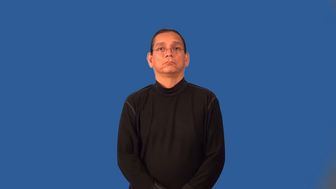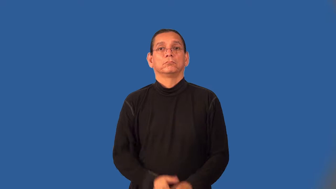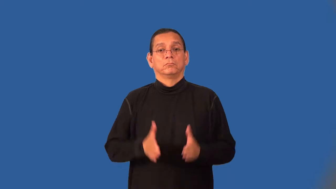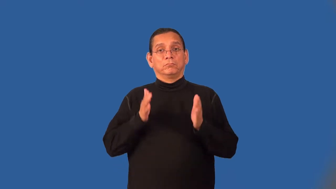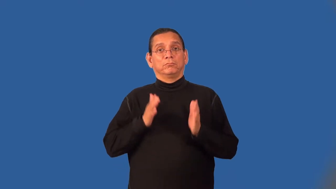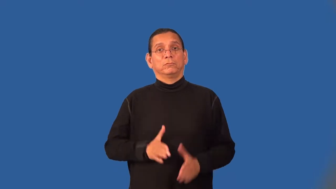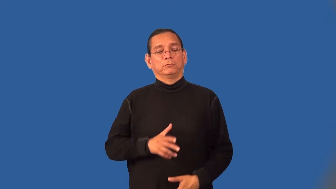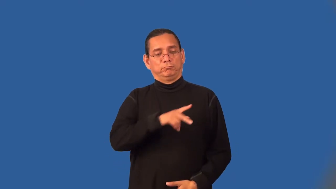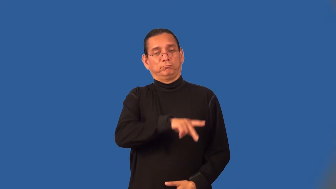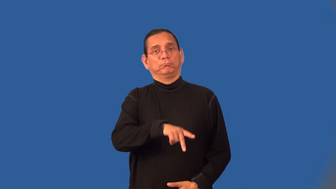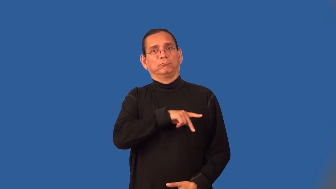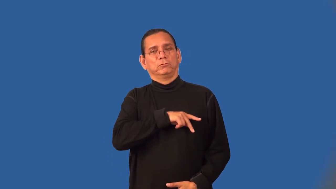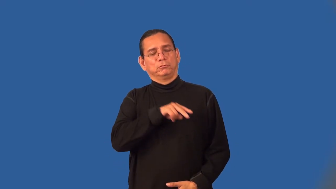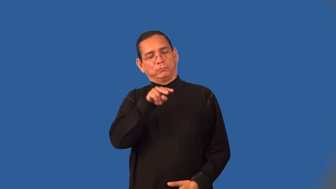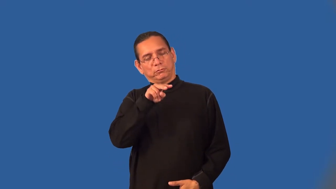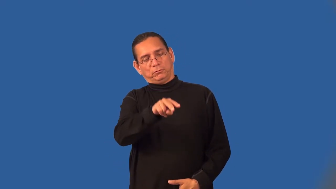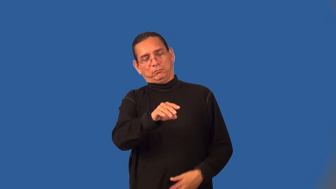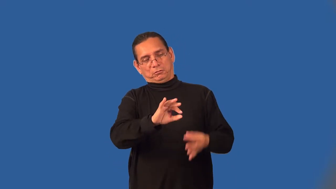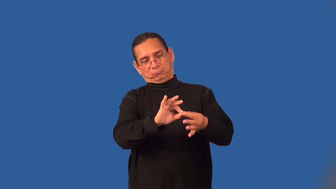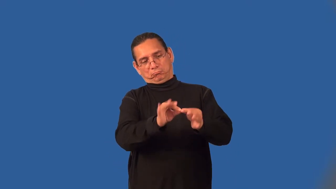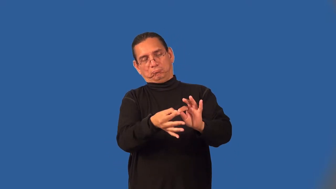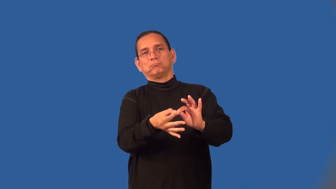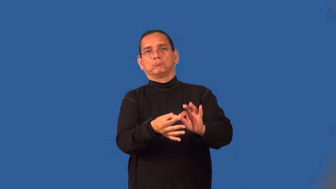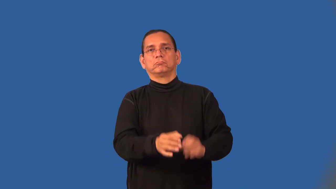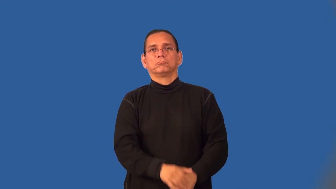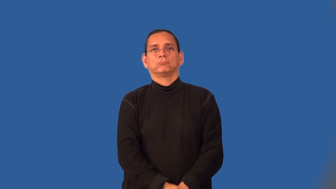constructionist